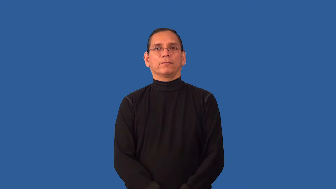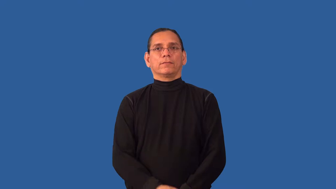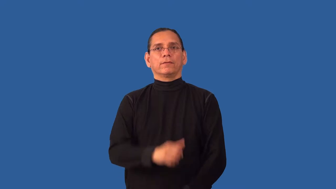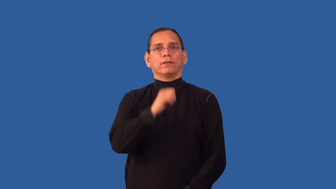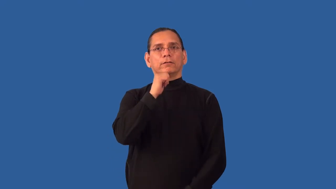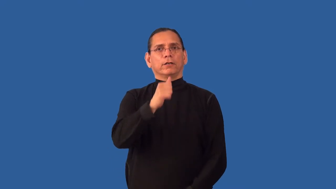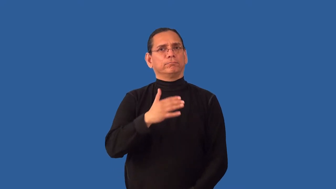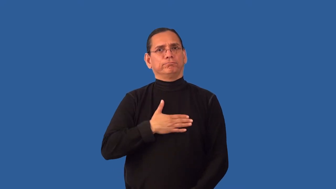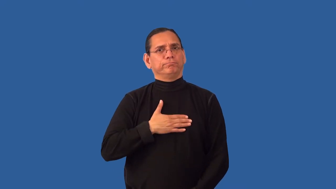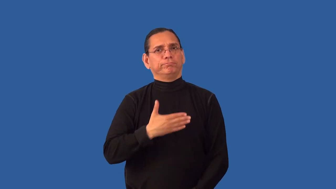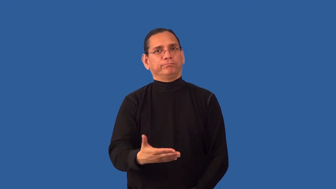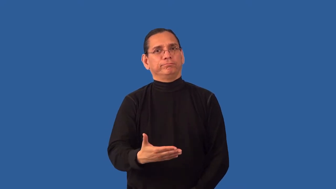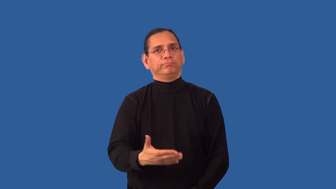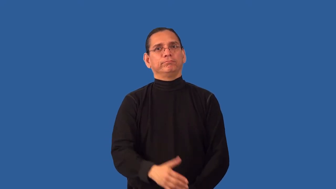inhospitable-not agreeable